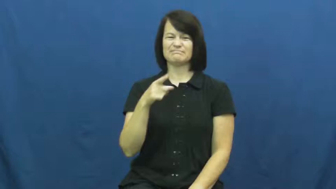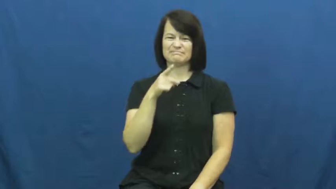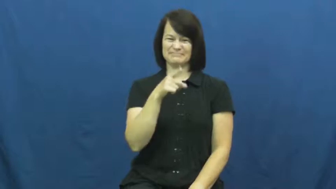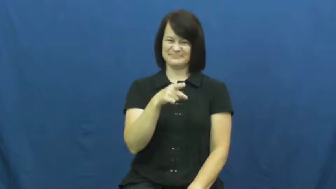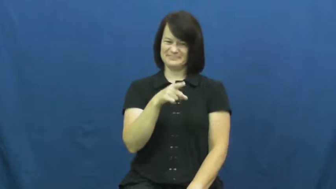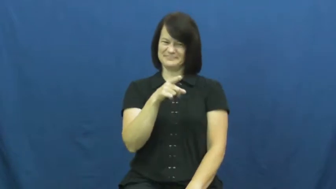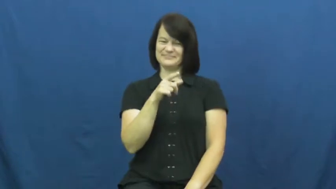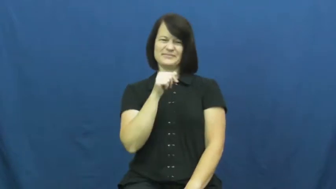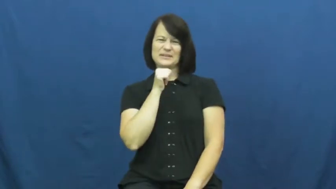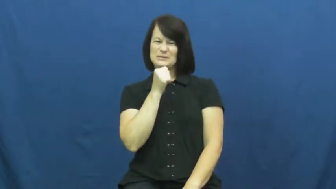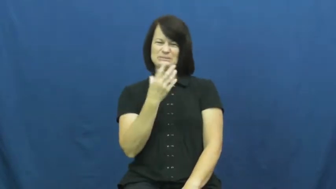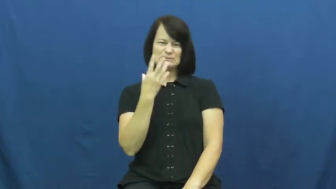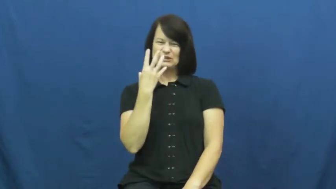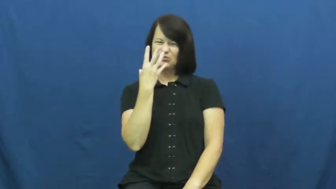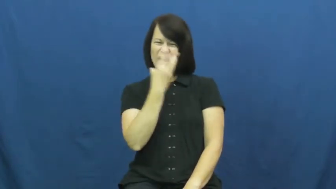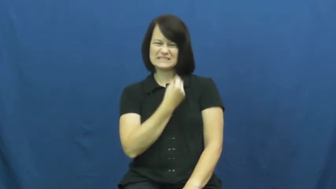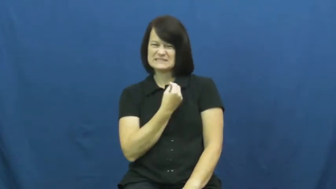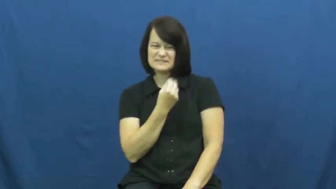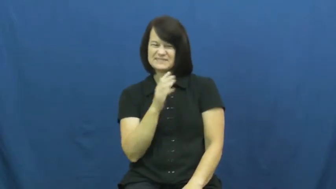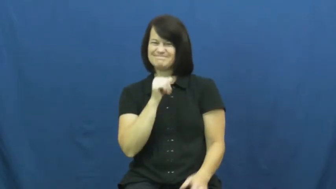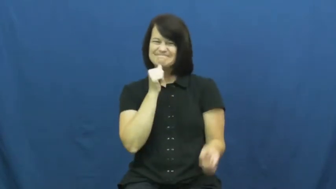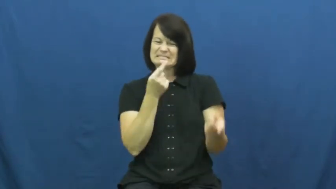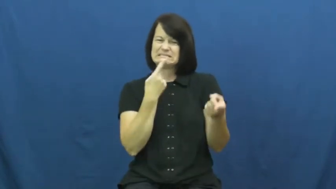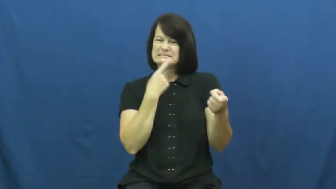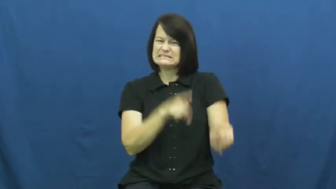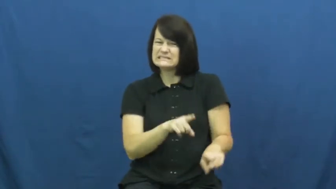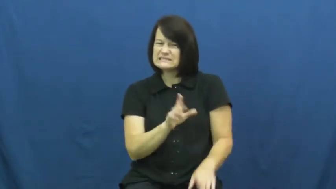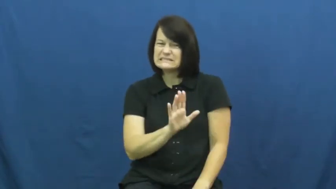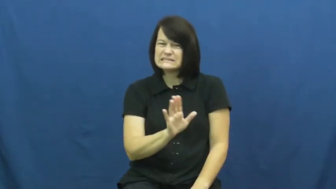unbecoming,unflattering-not look good